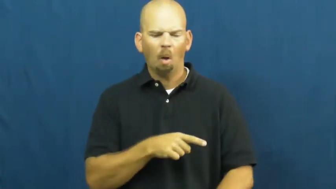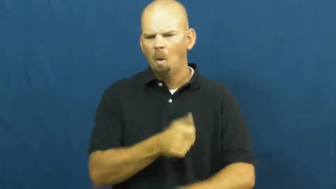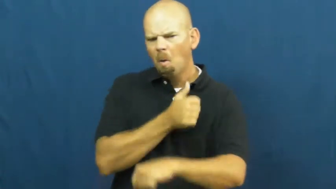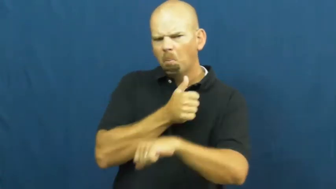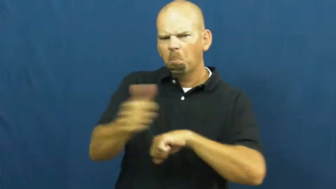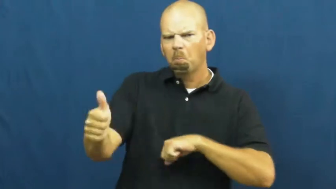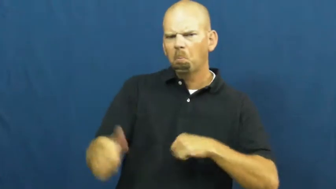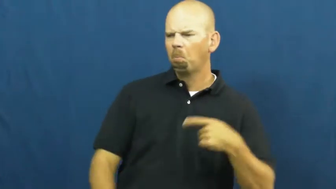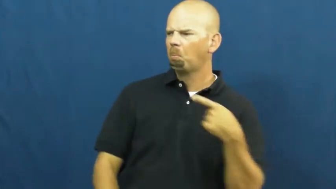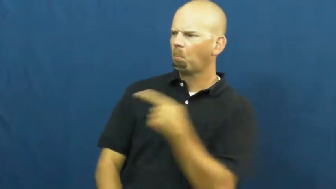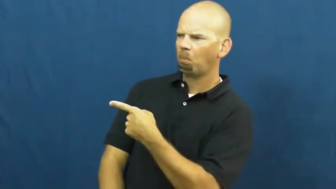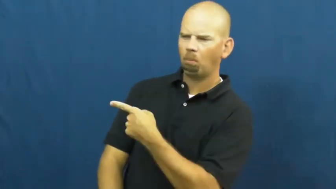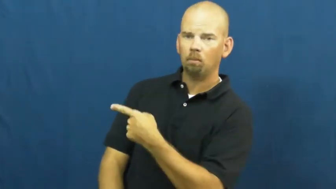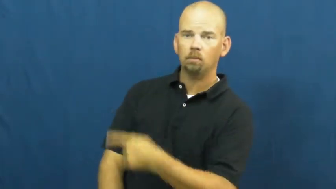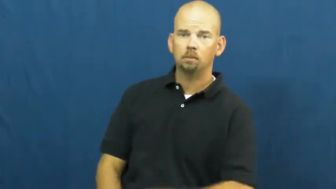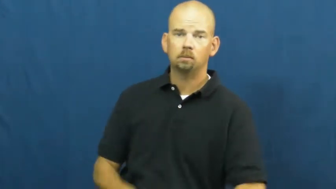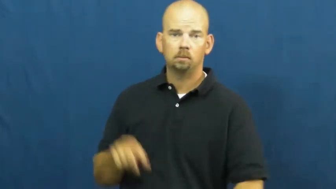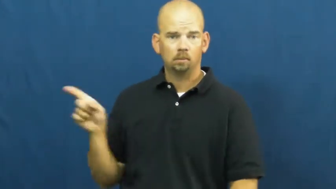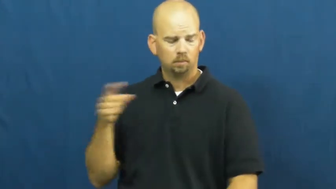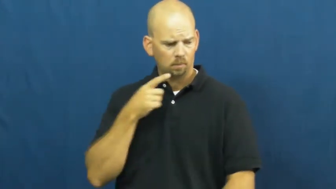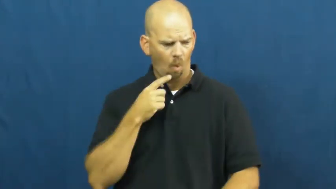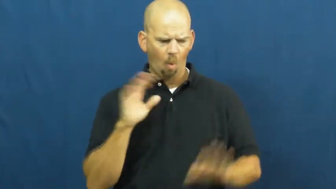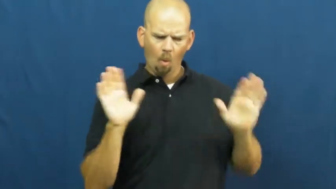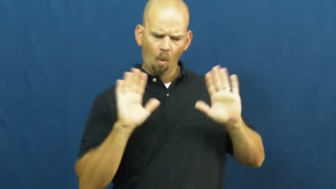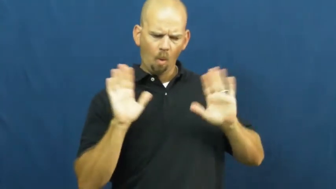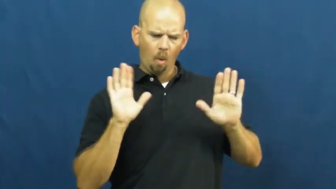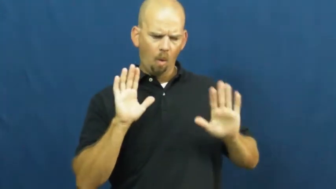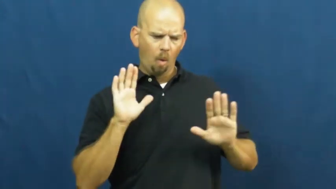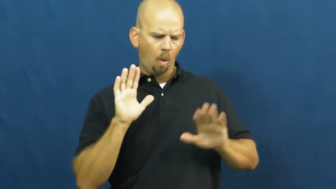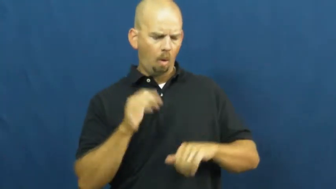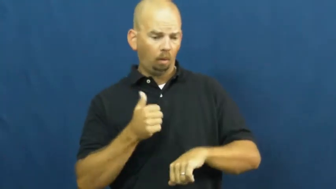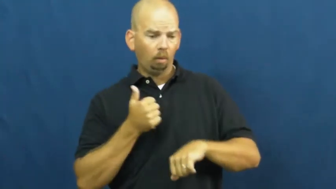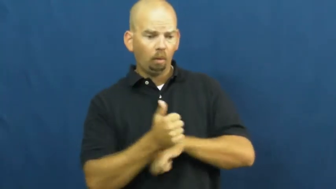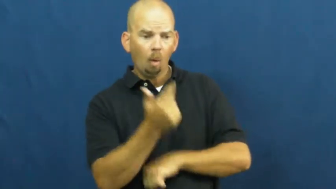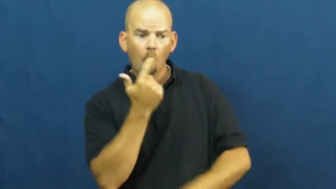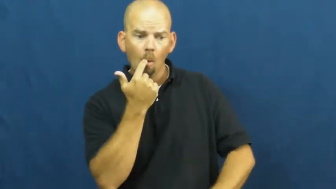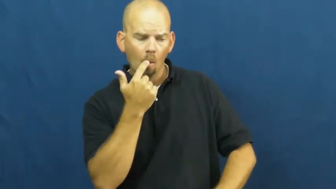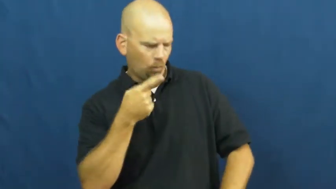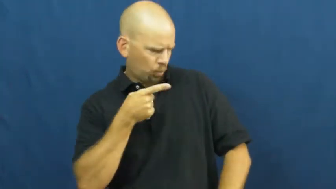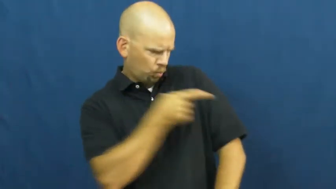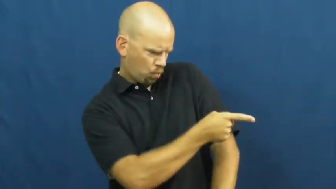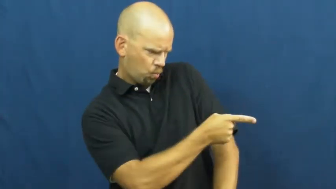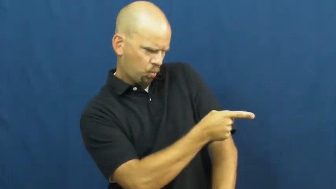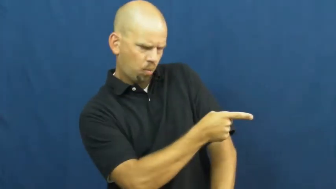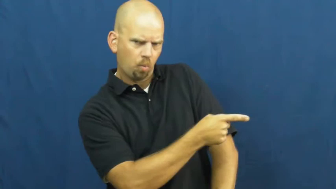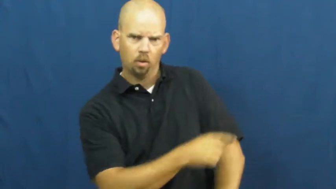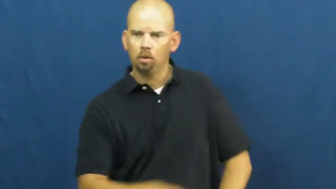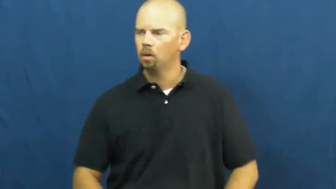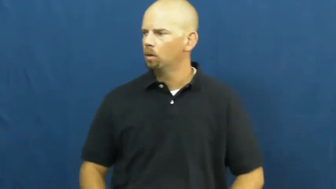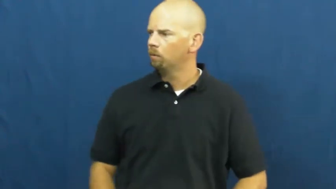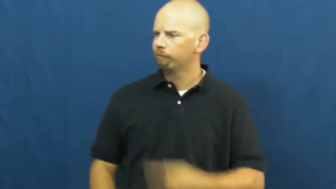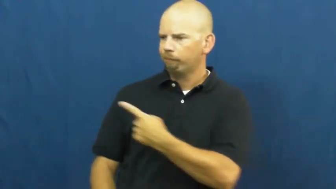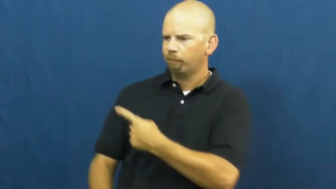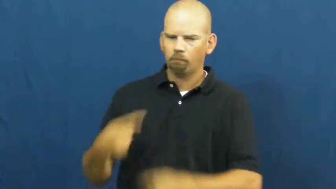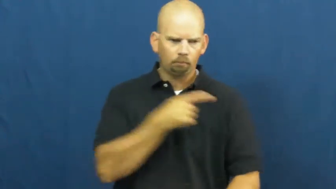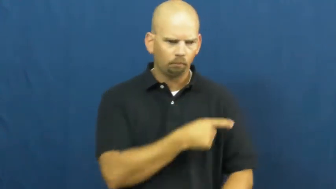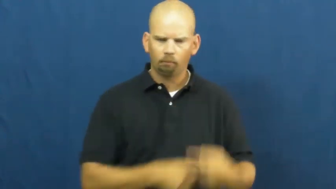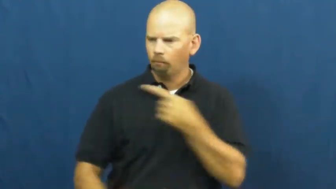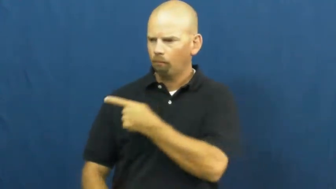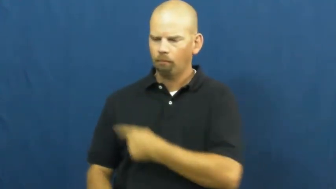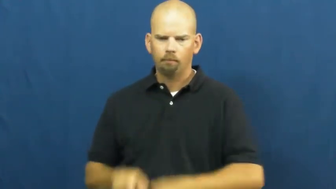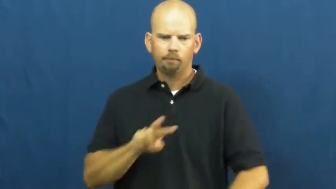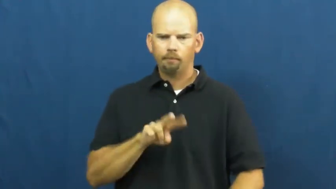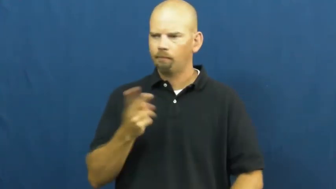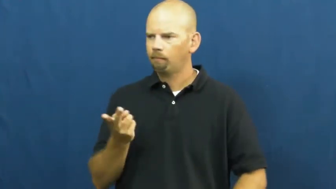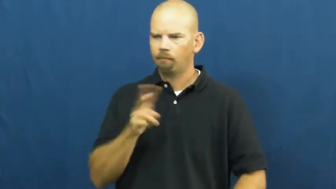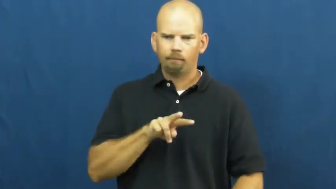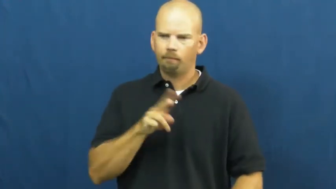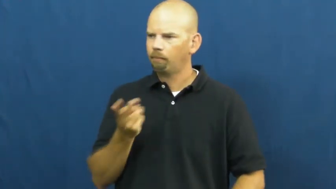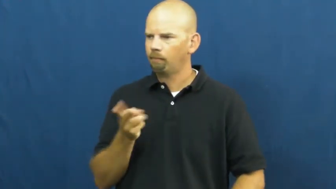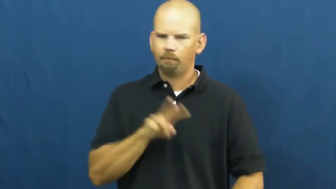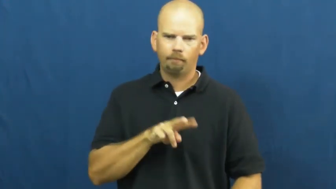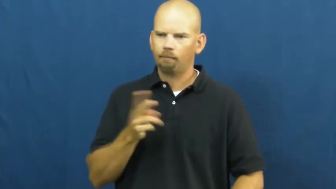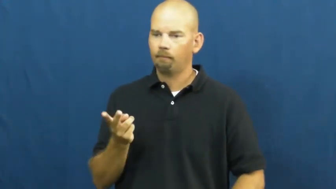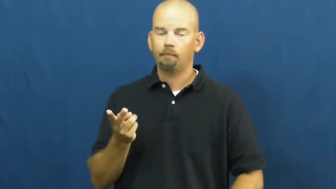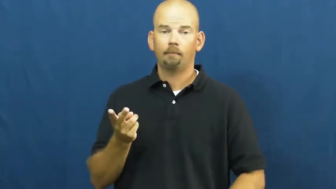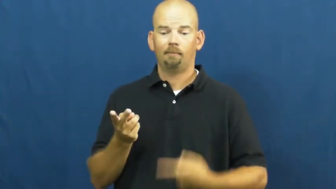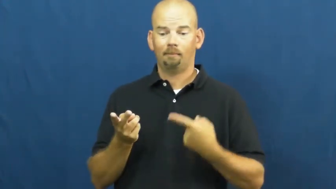vice versa